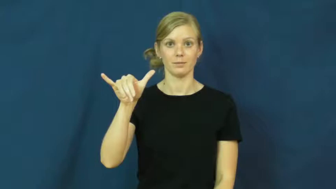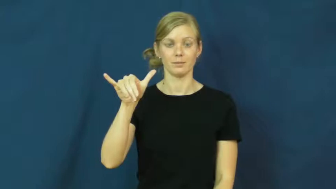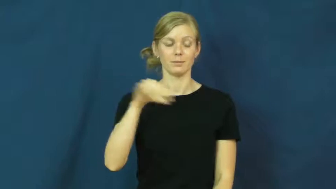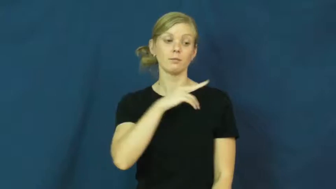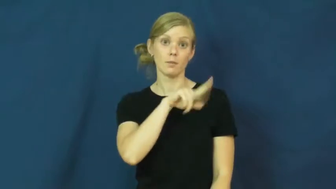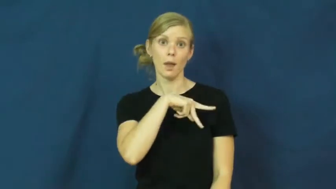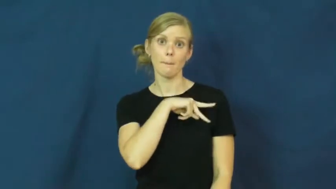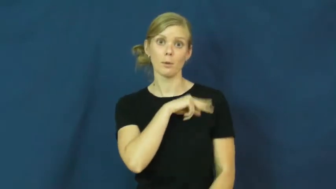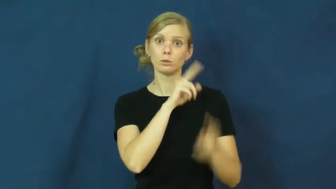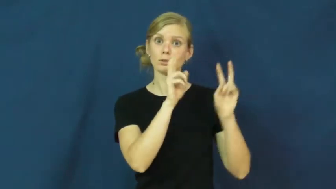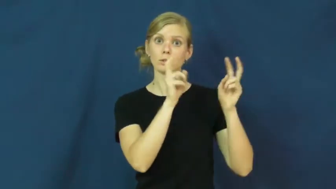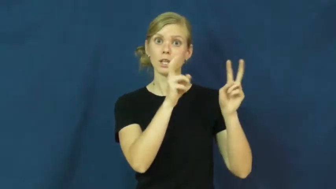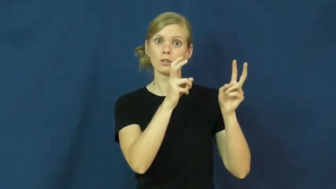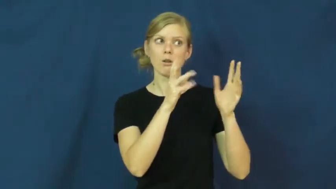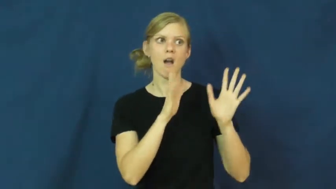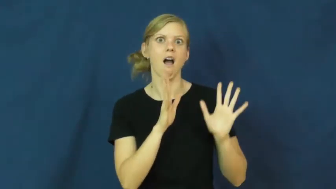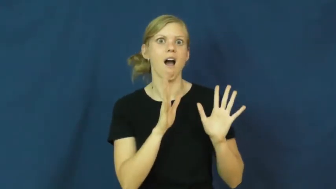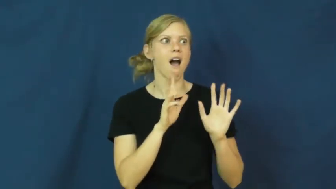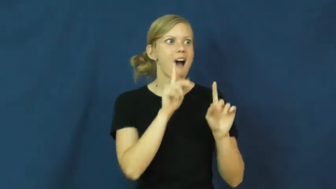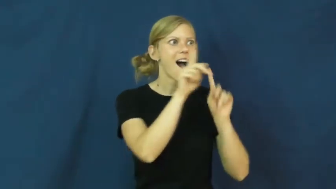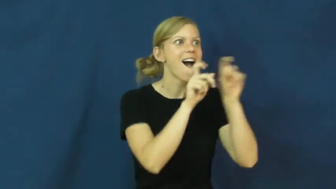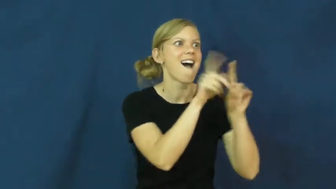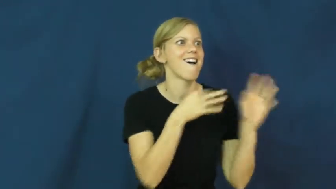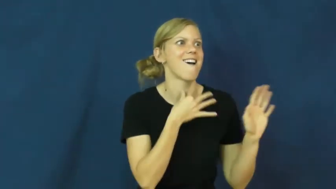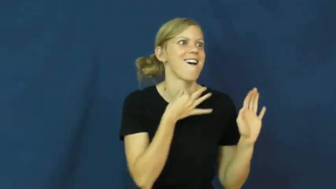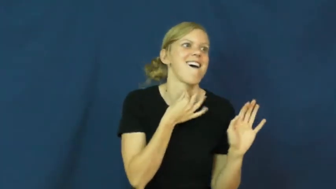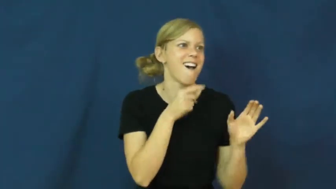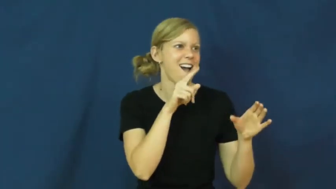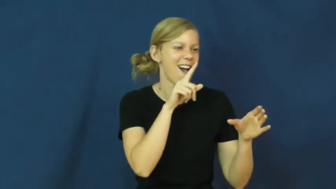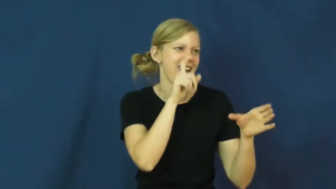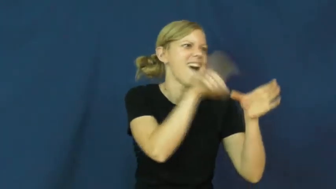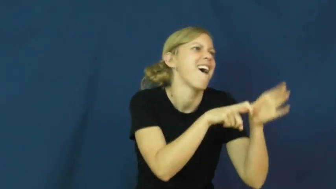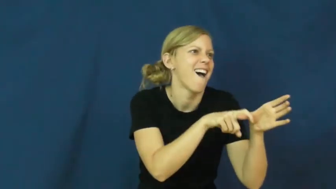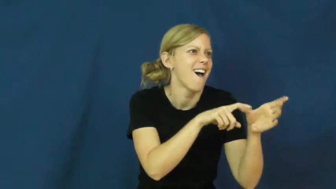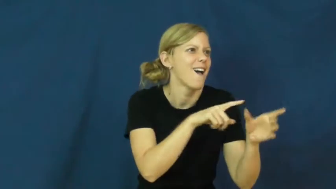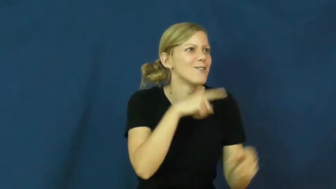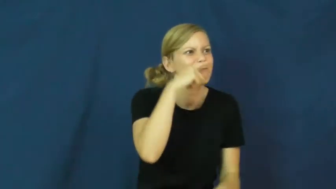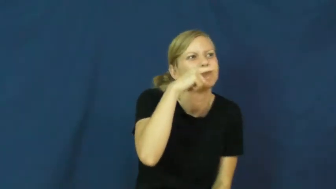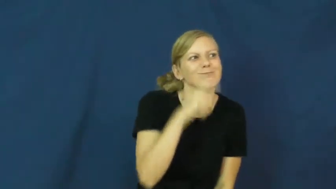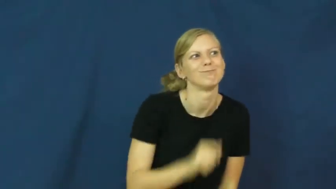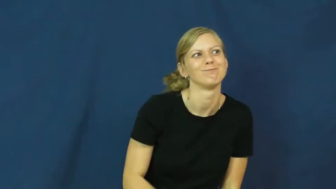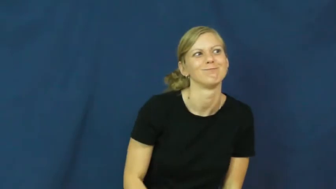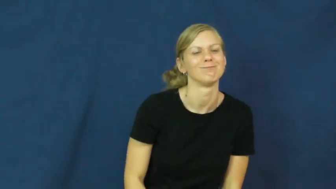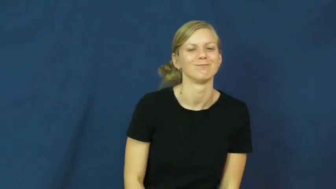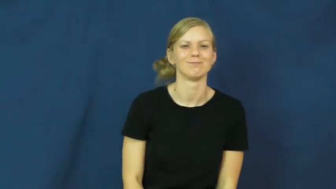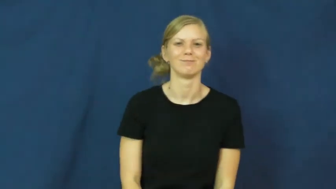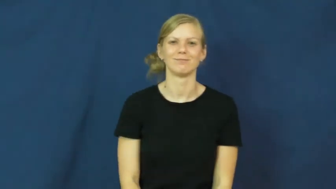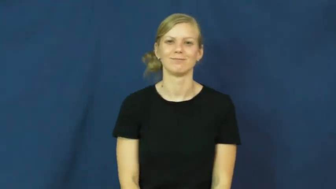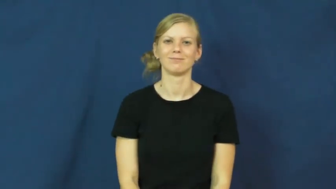pry,busybody,snoop,nosybody